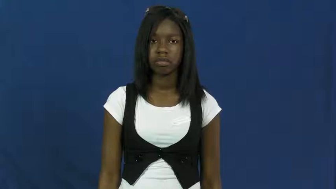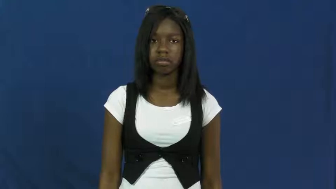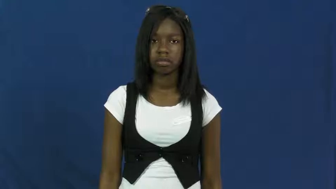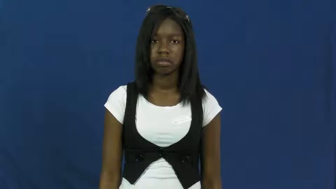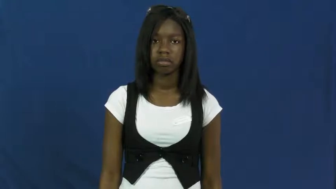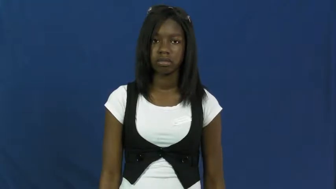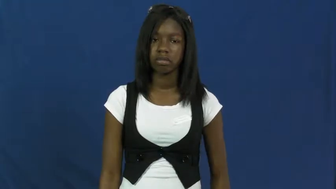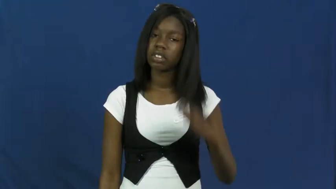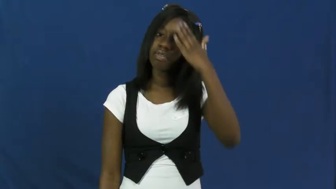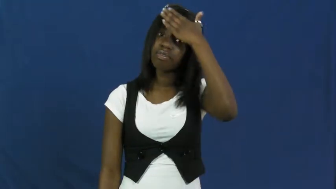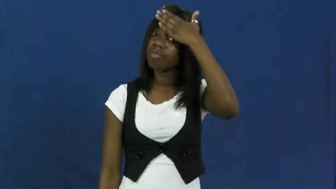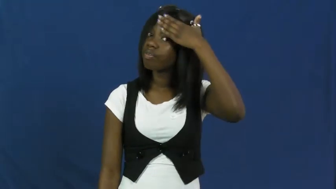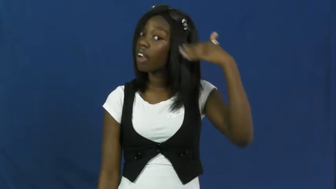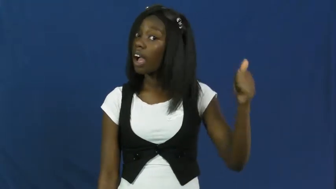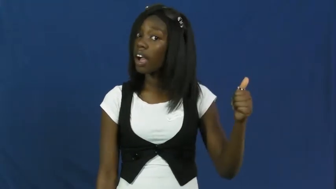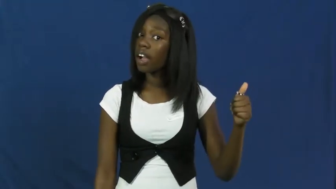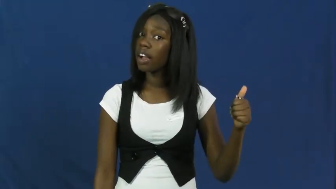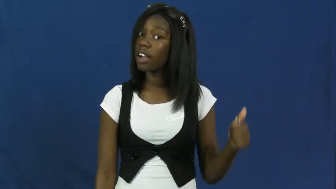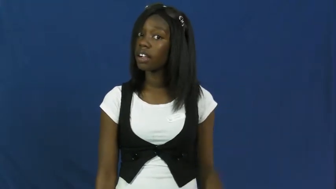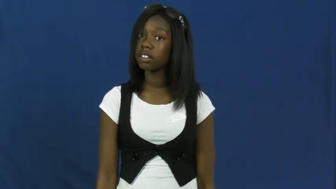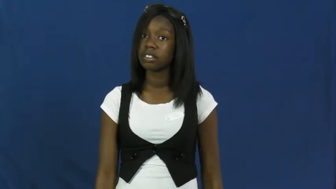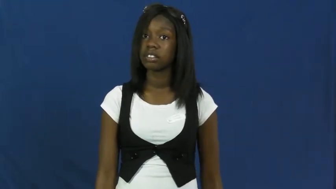forget,unrmembered